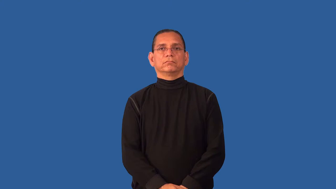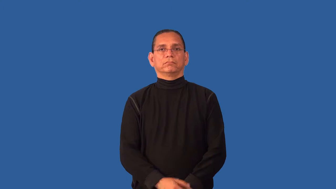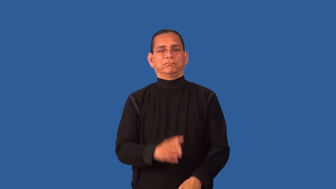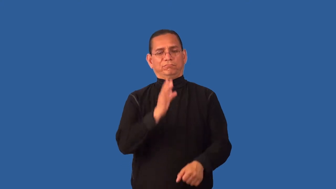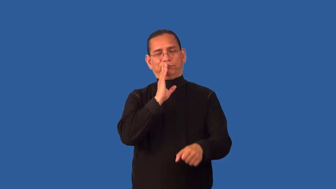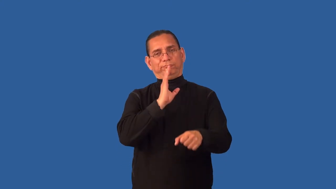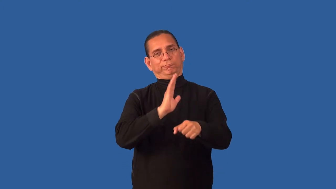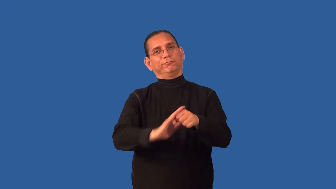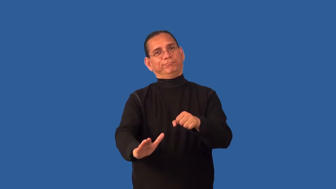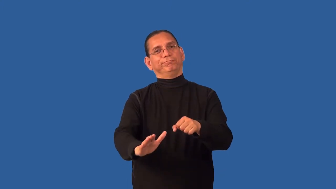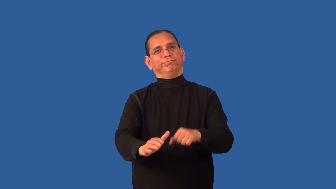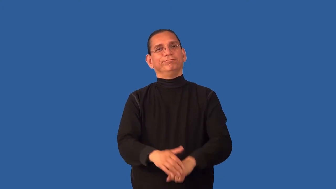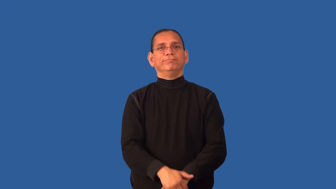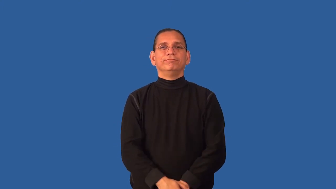decent